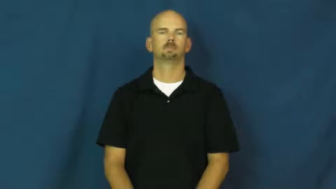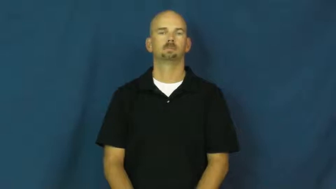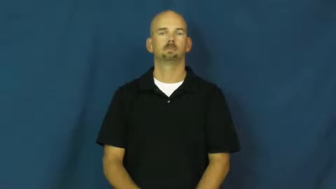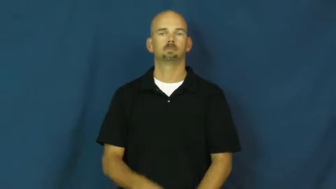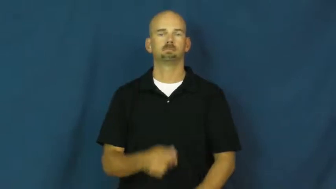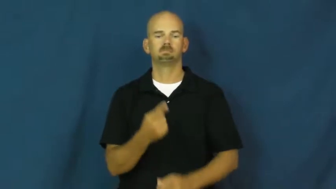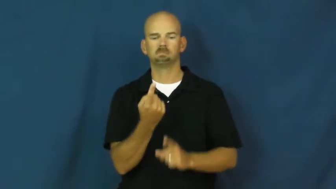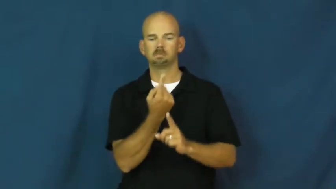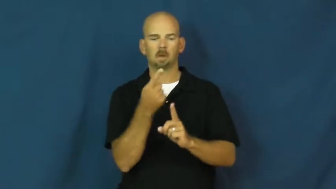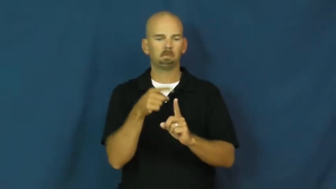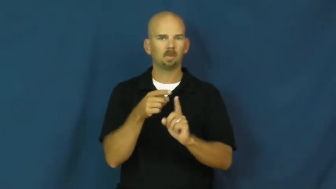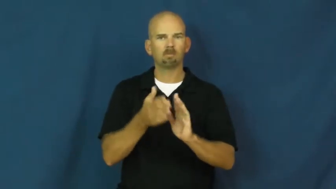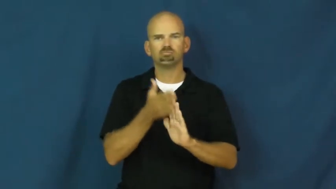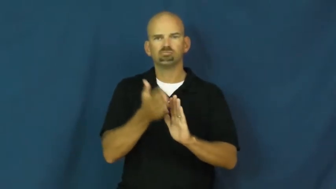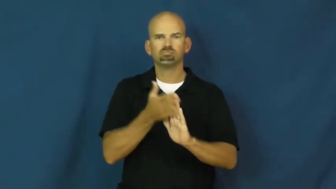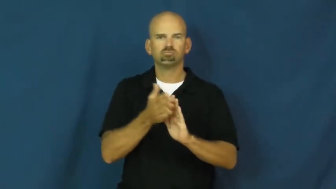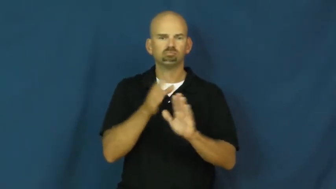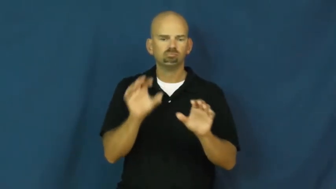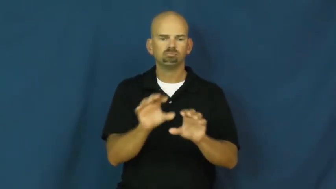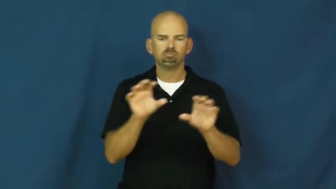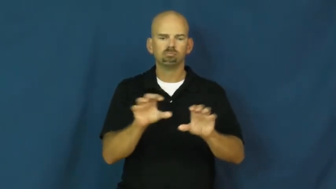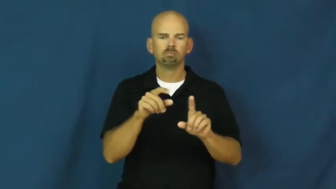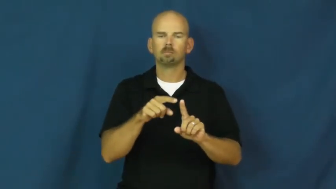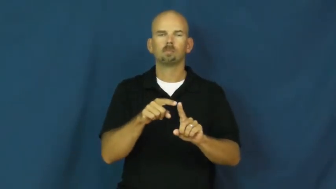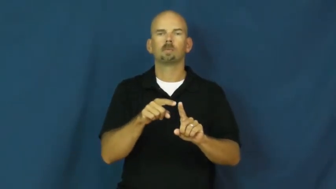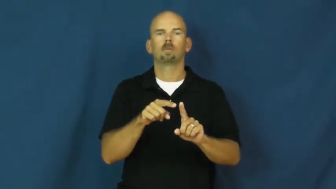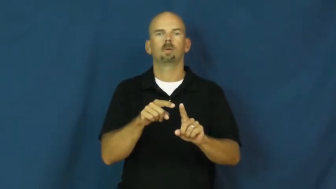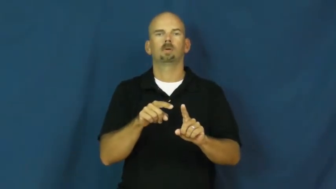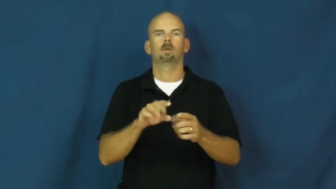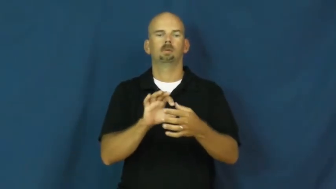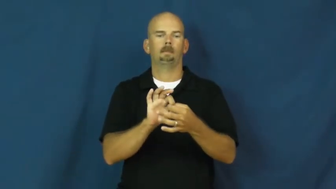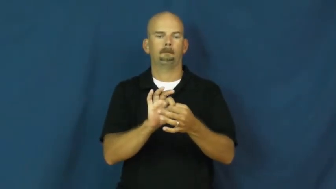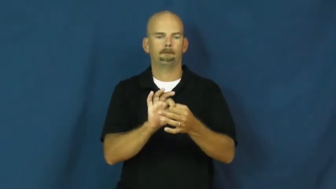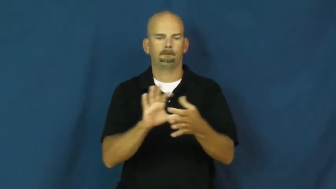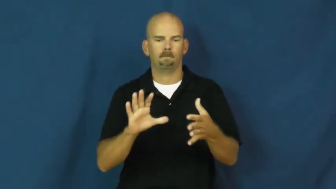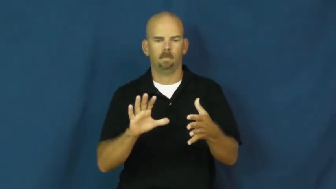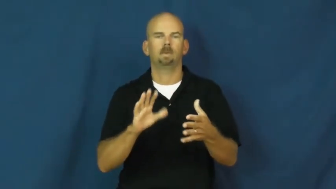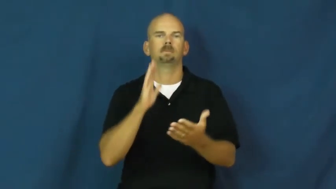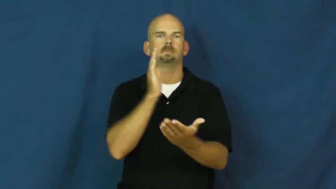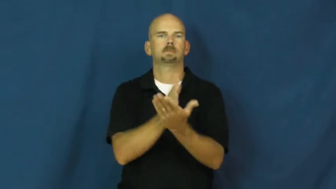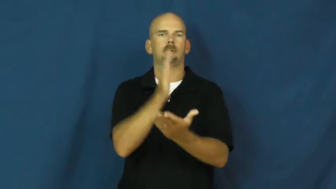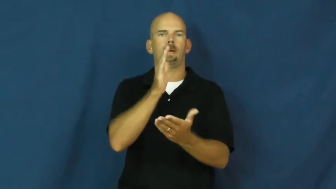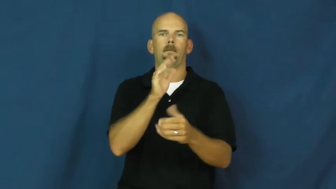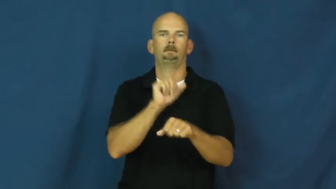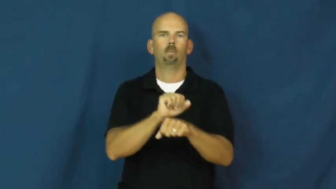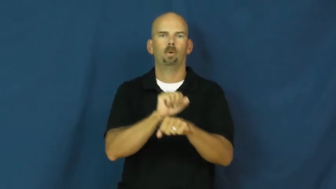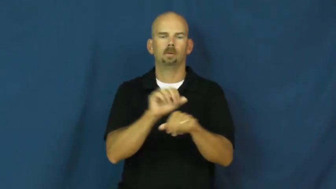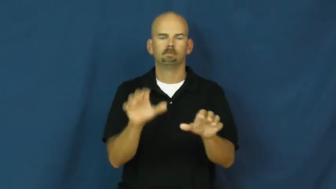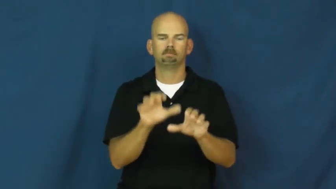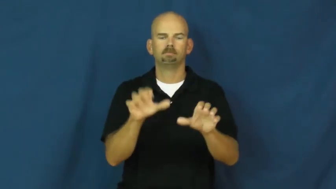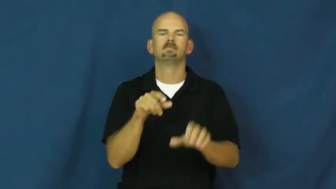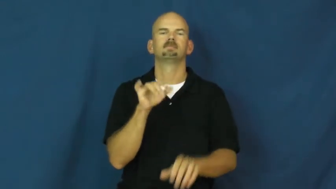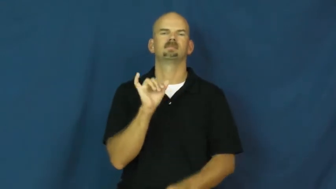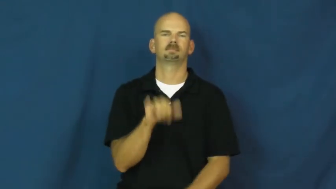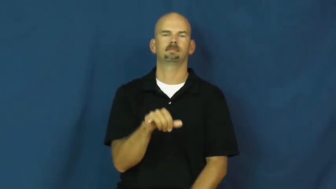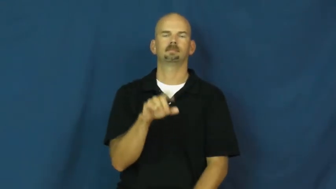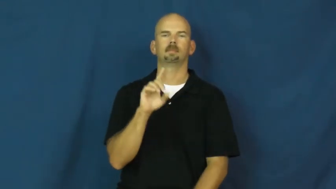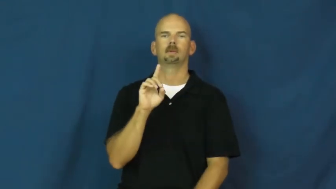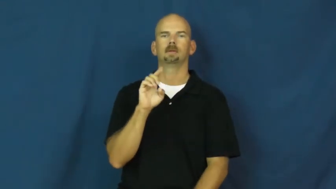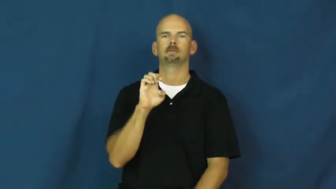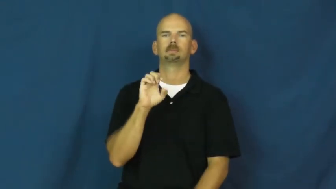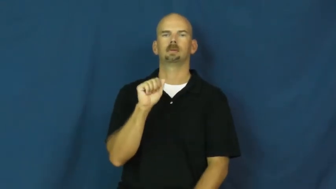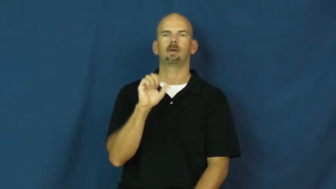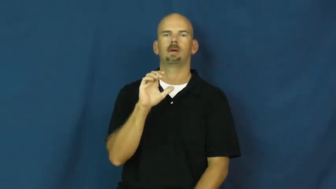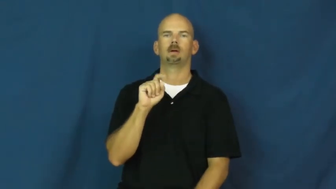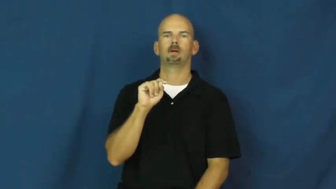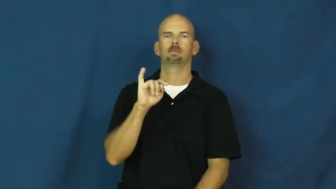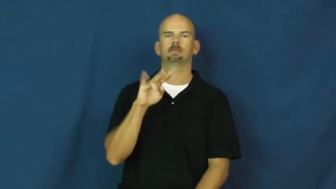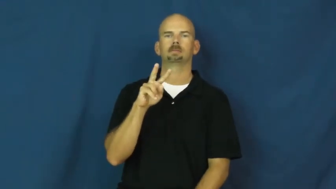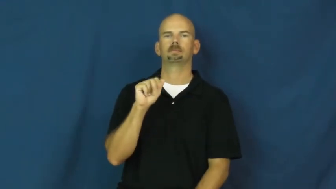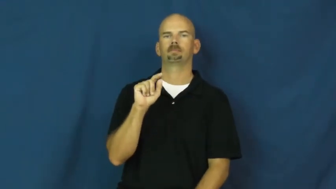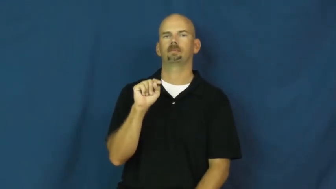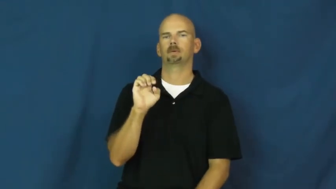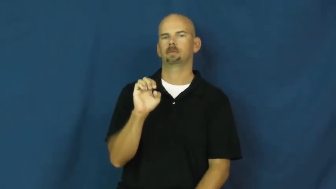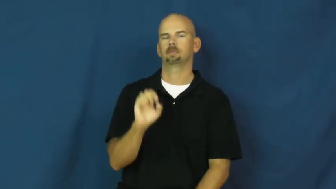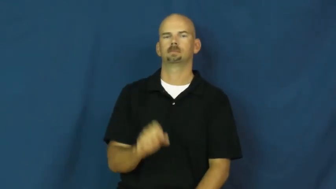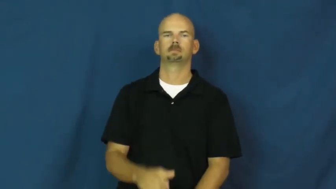deactivate,inactivate